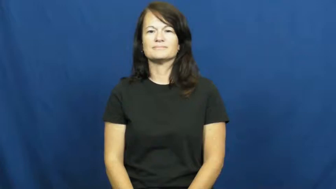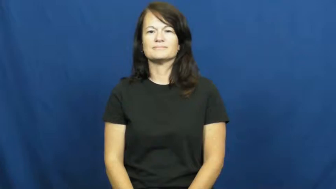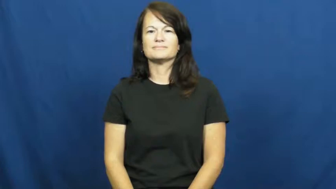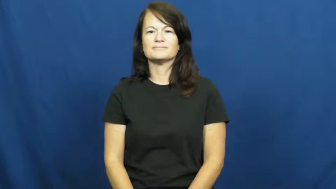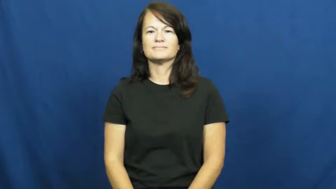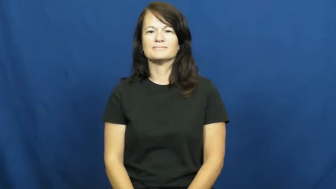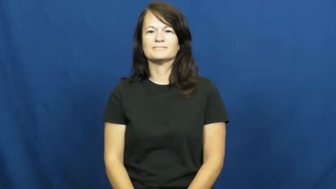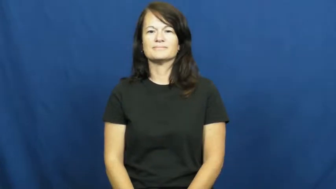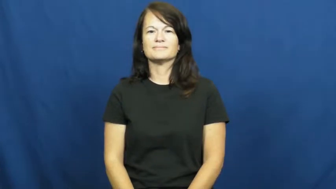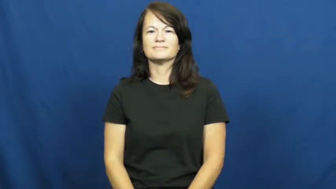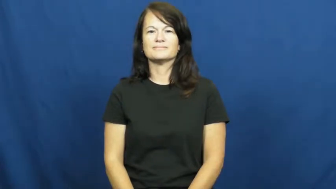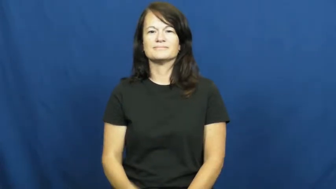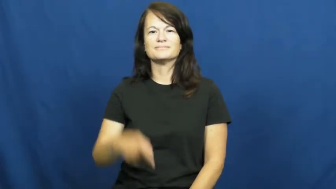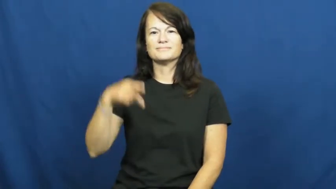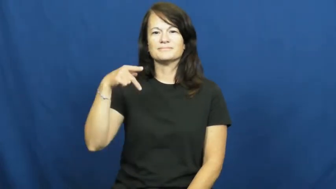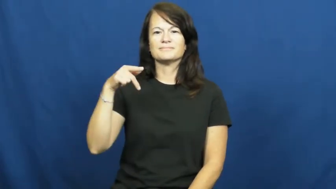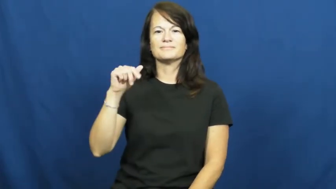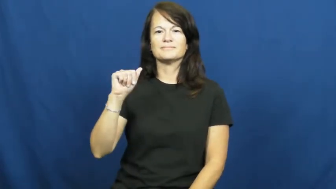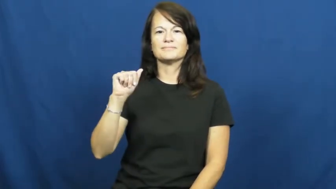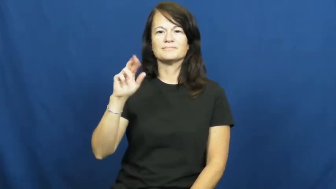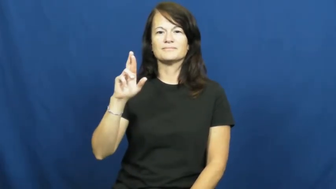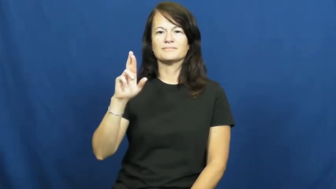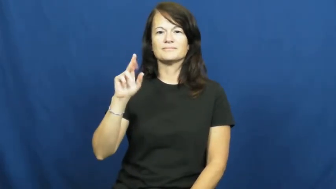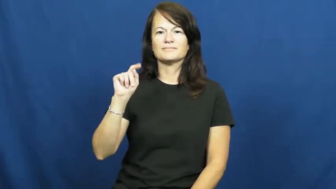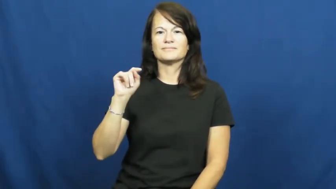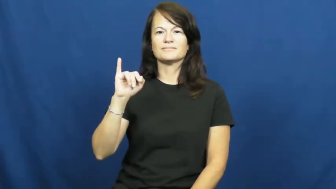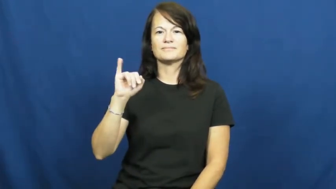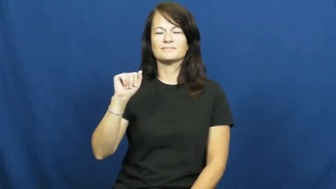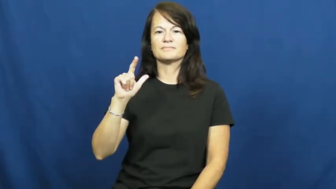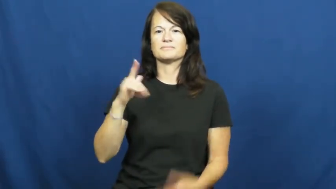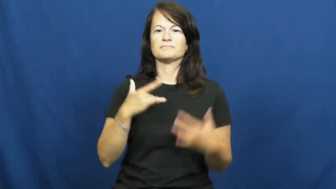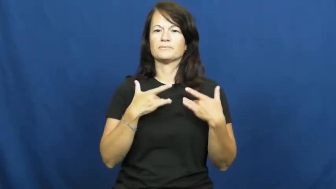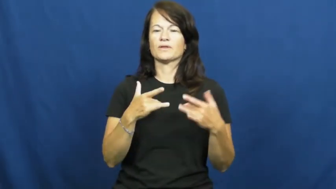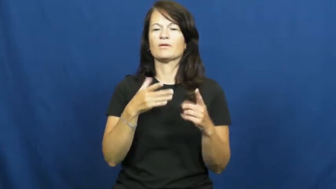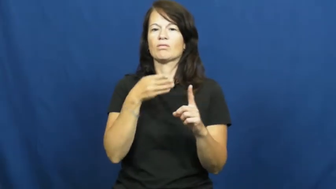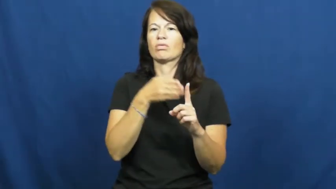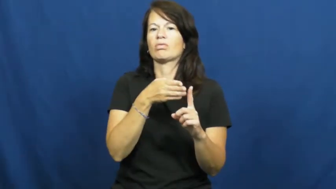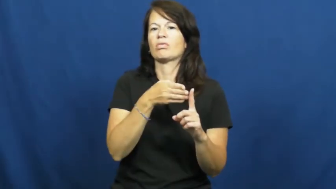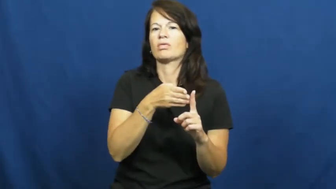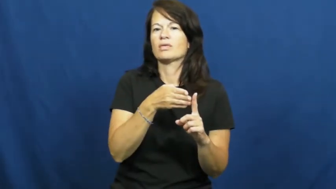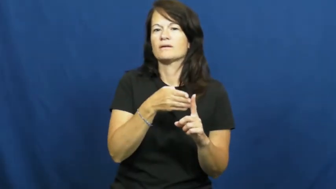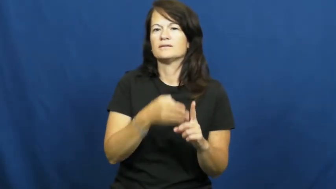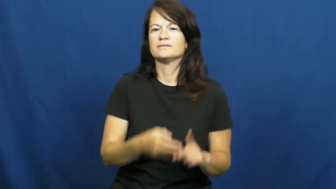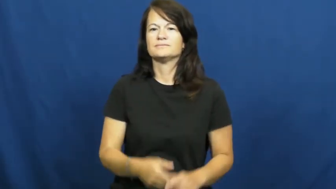partial-like